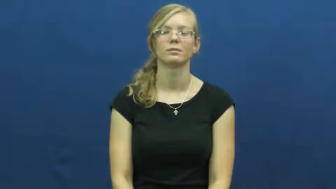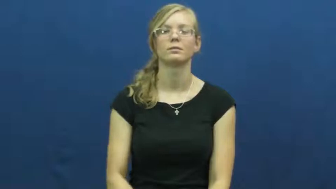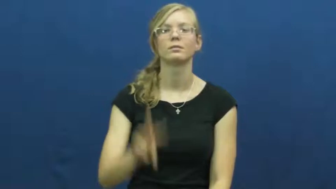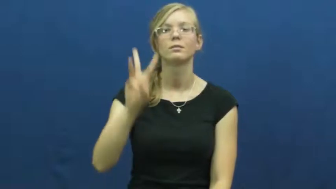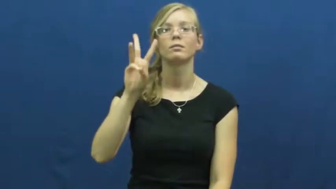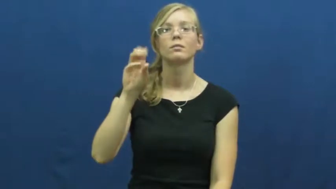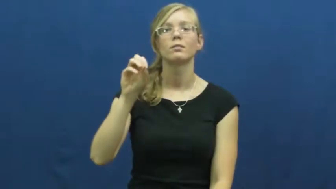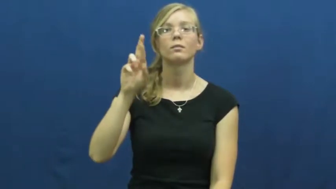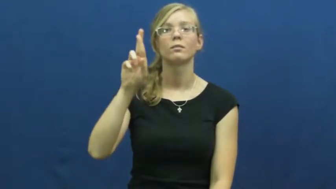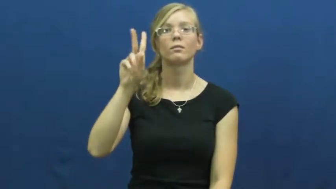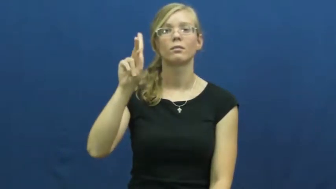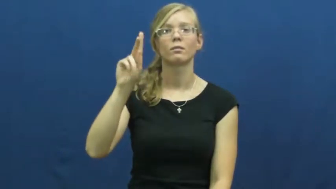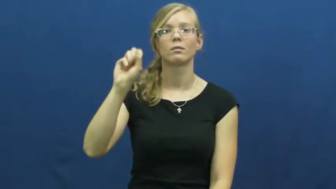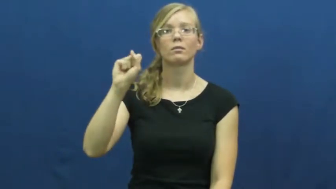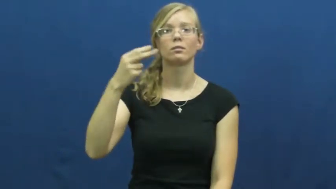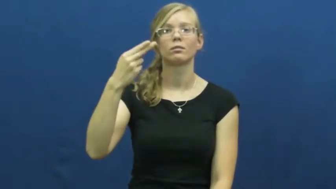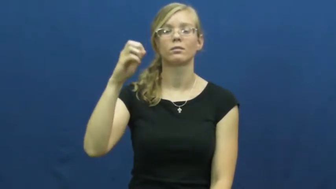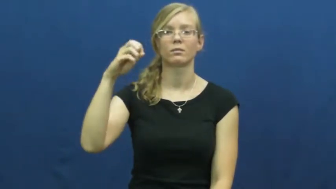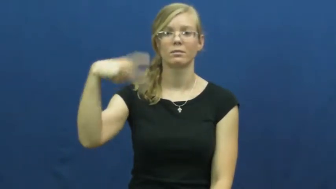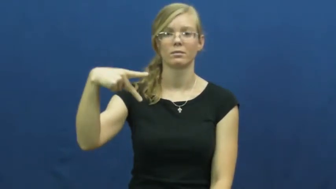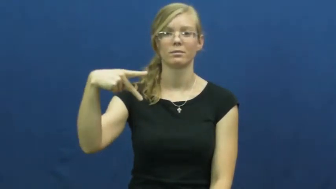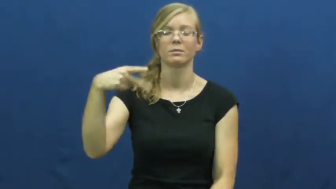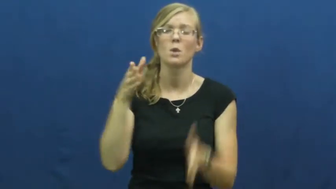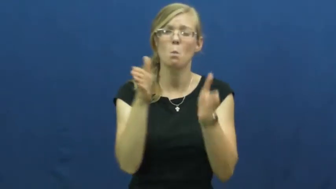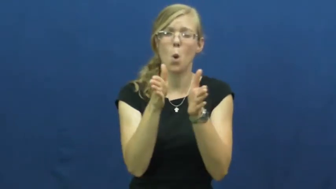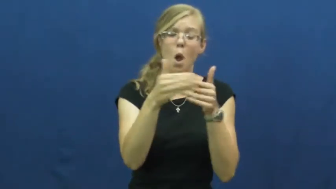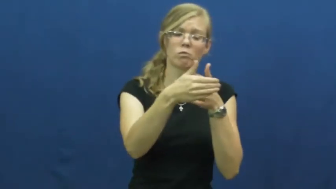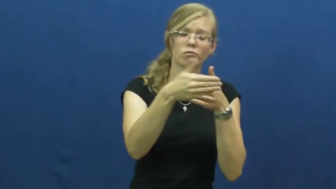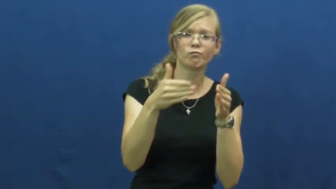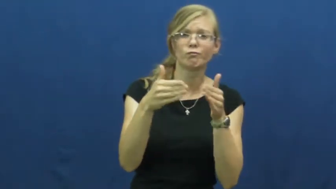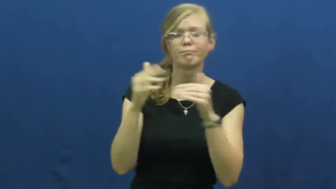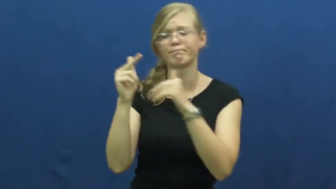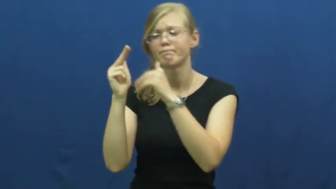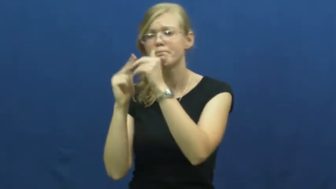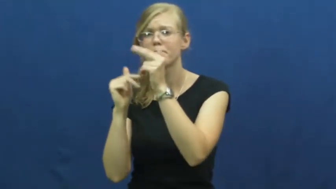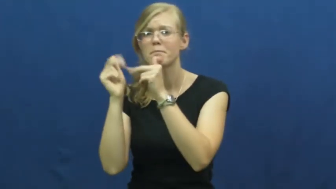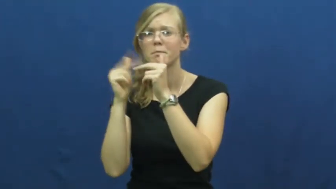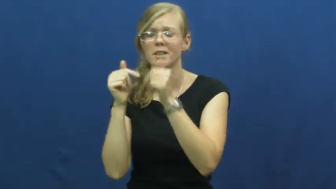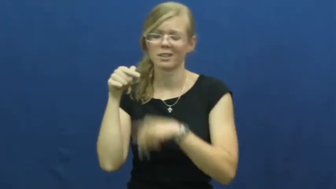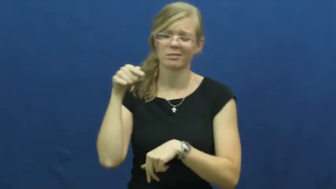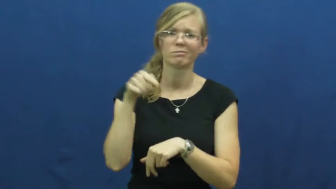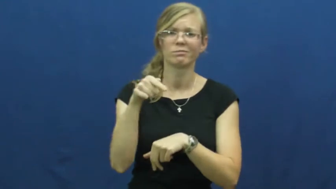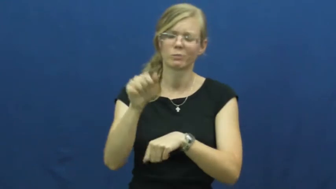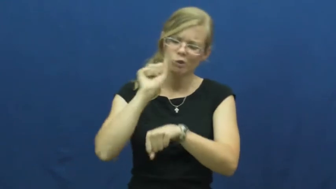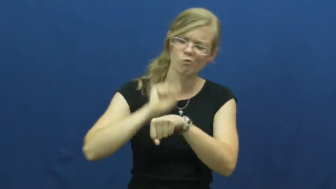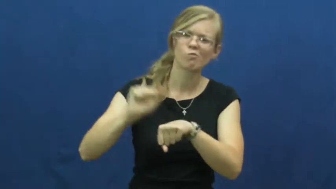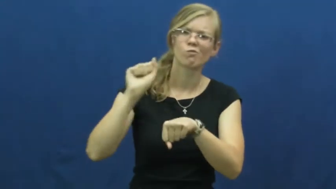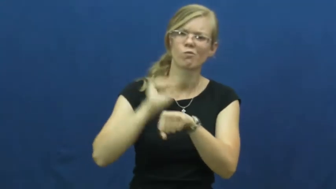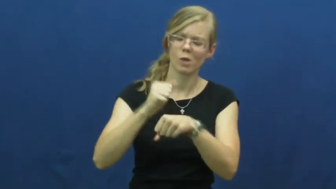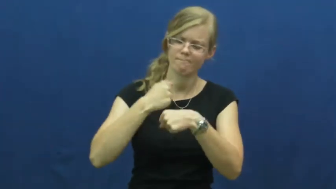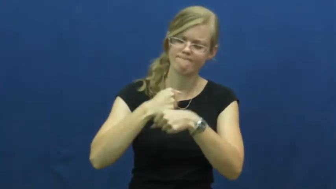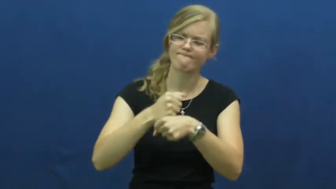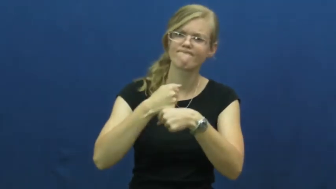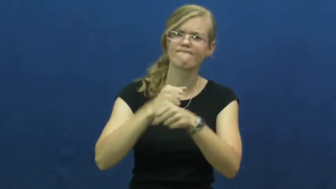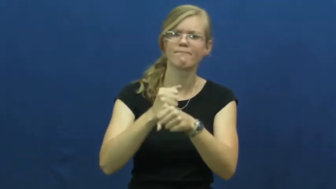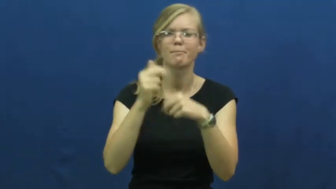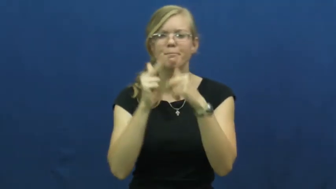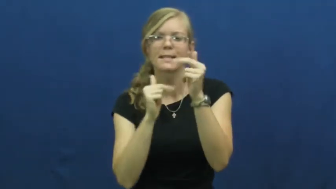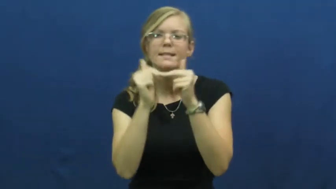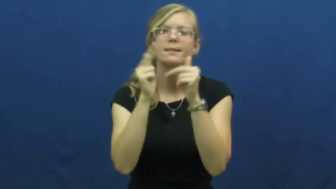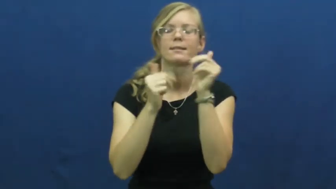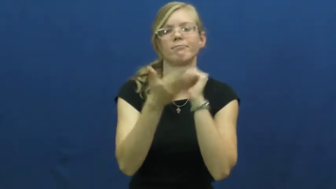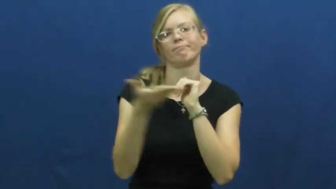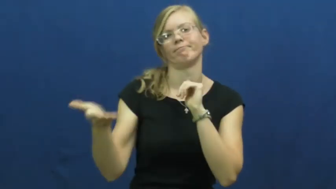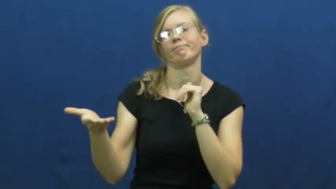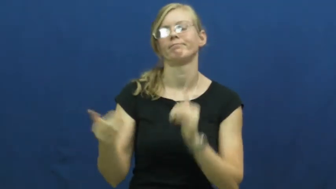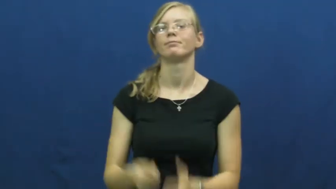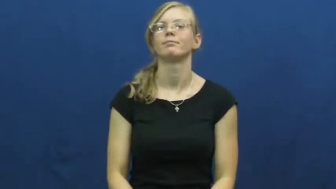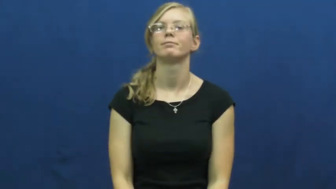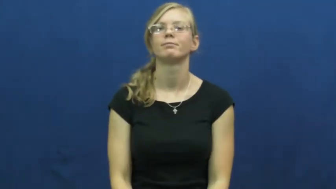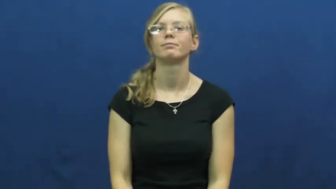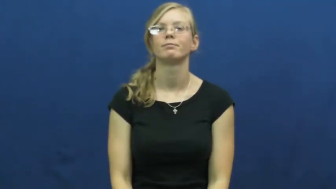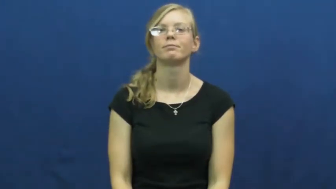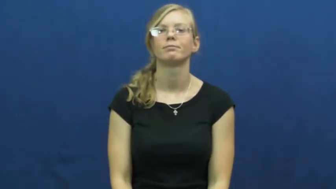workshop-tools